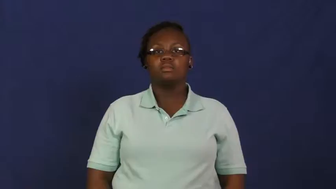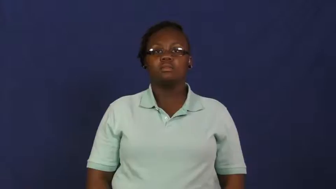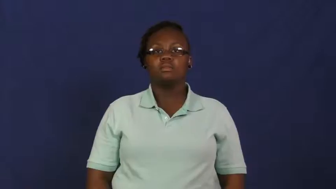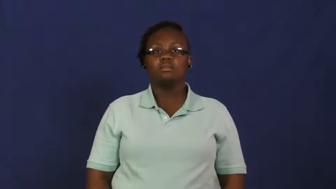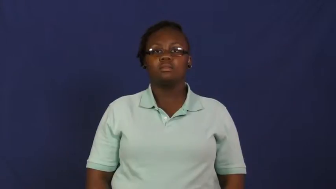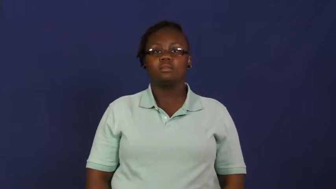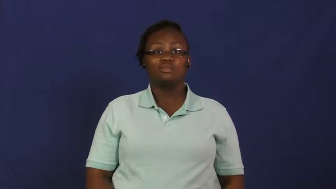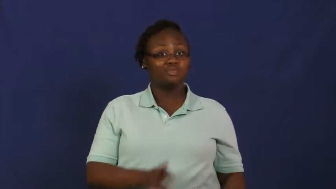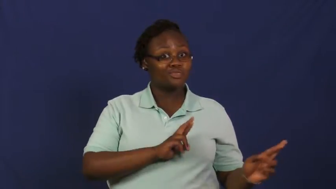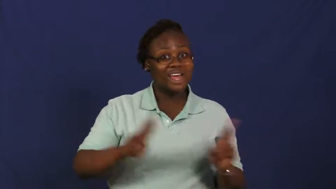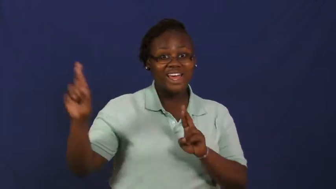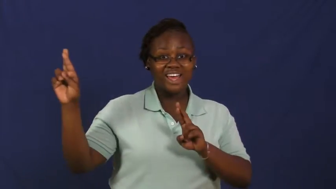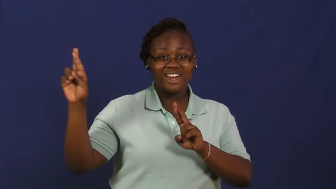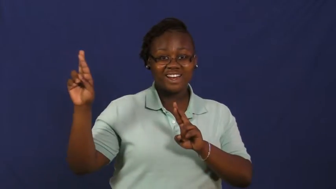set to